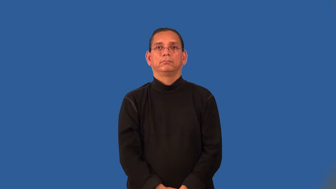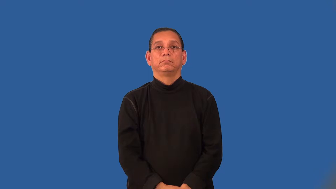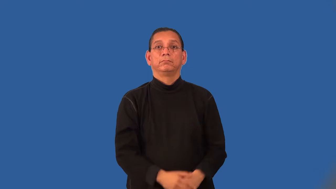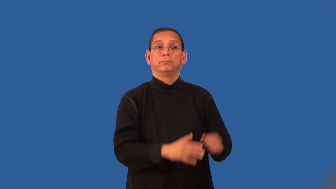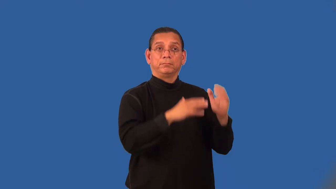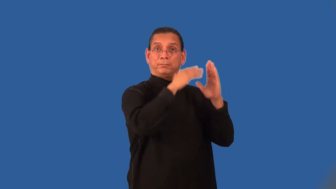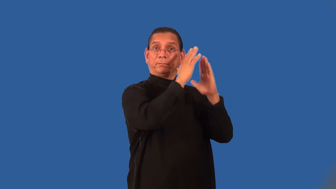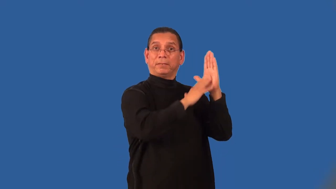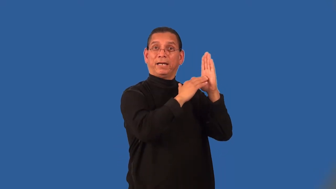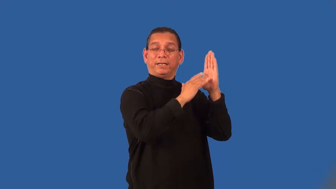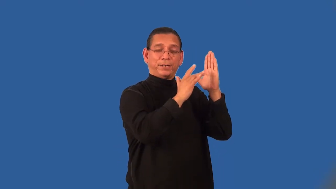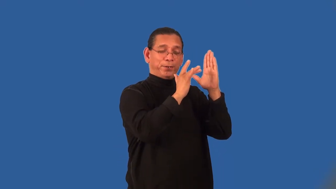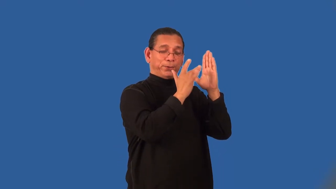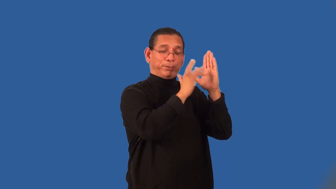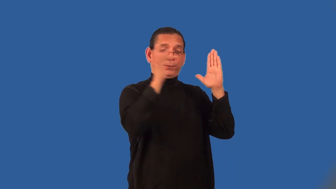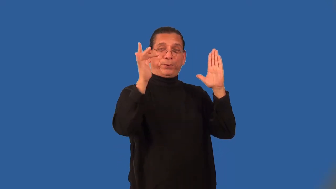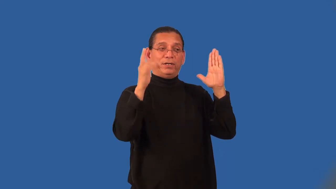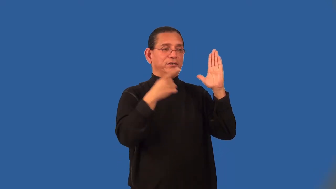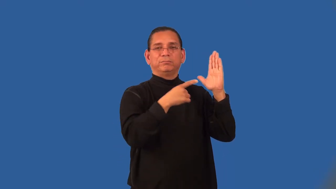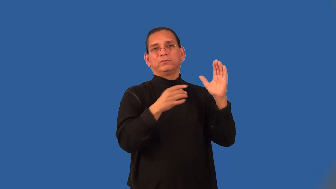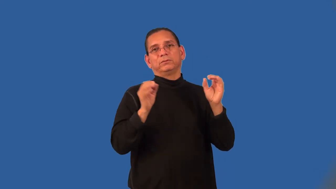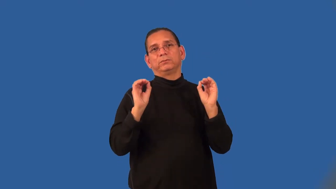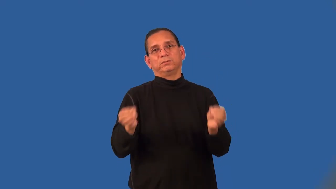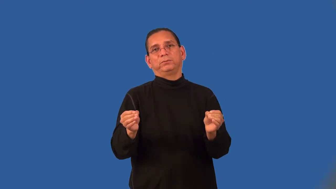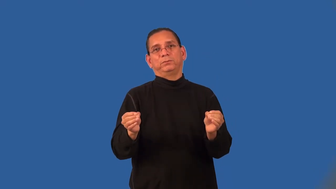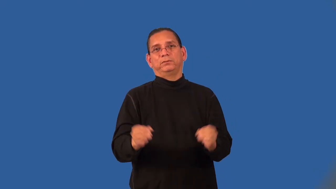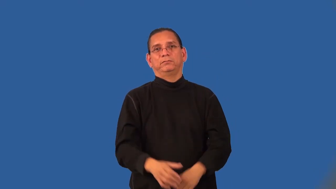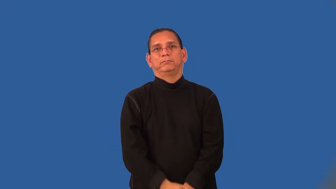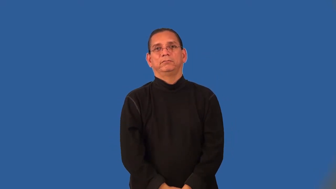unglazed